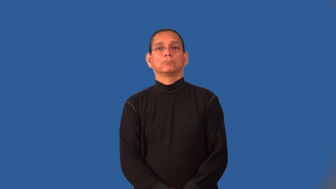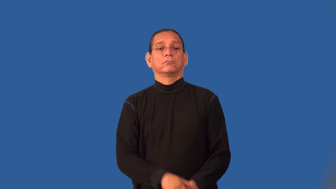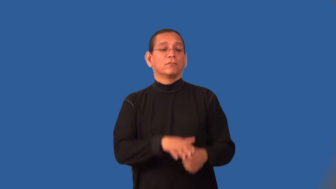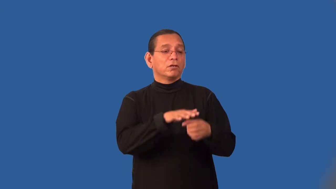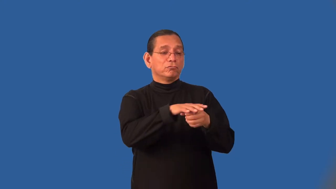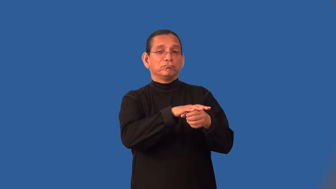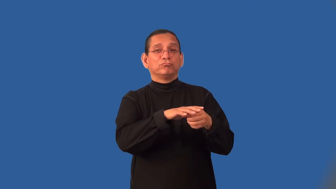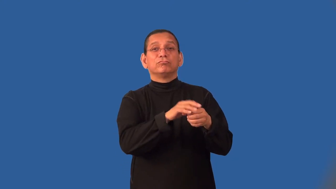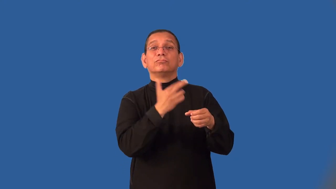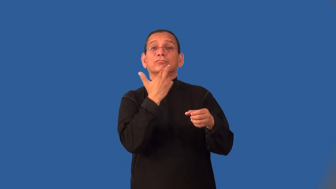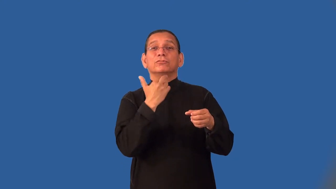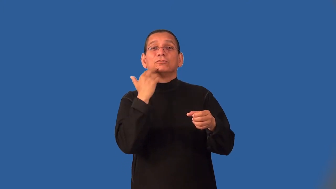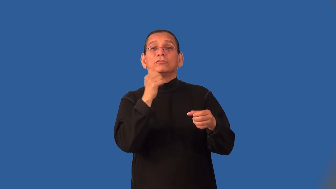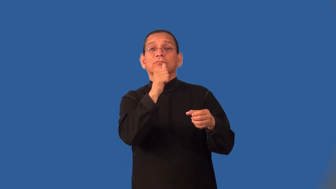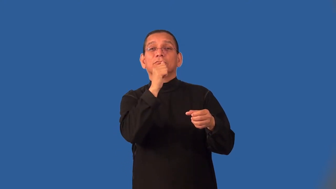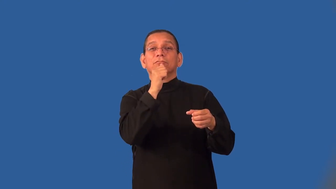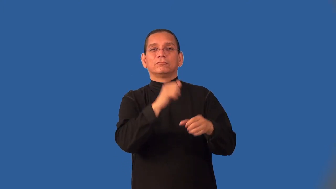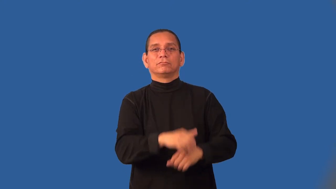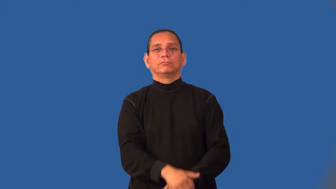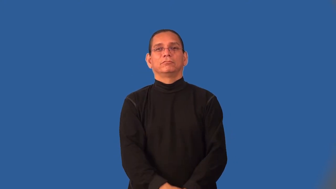joint-place